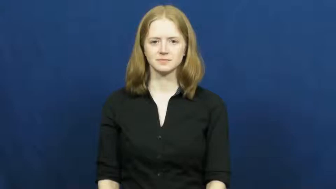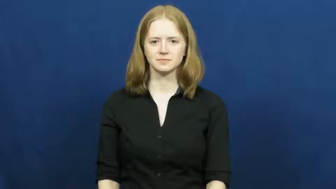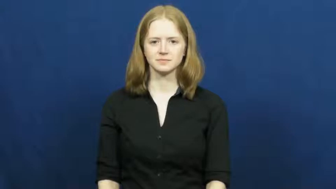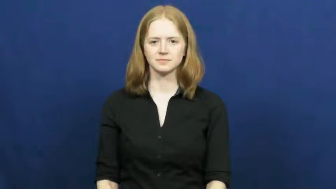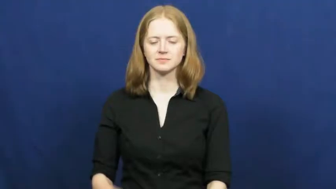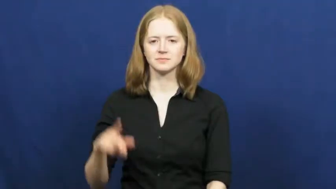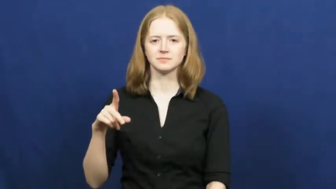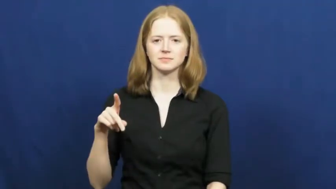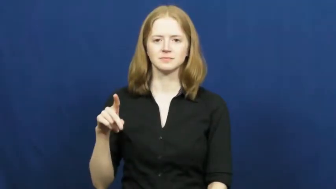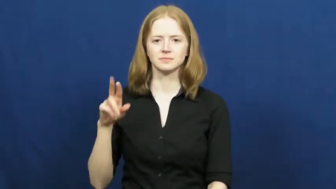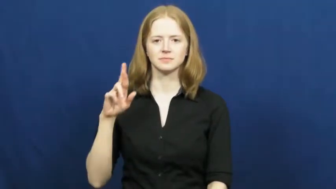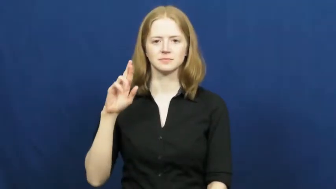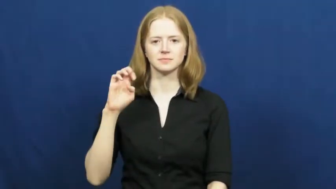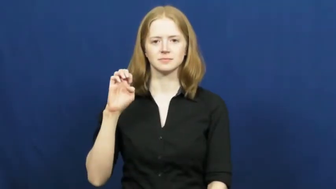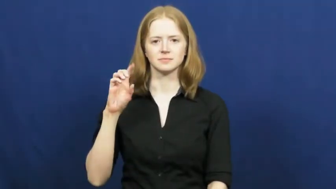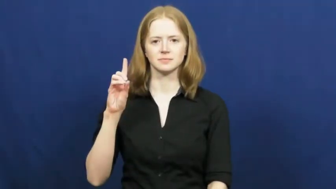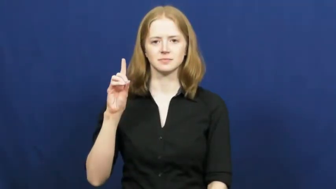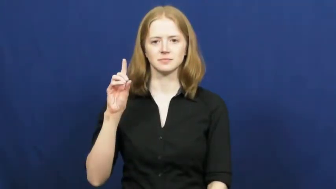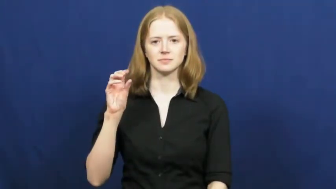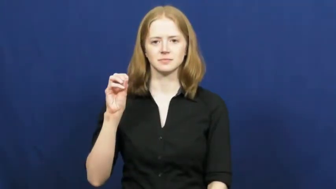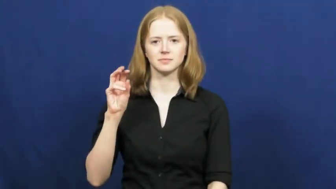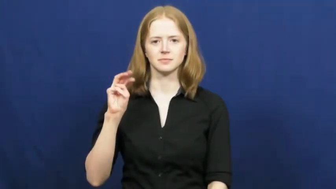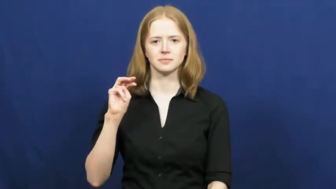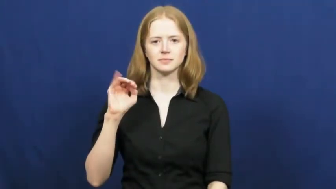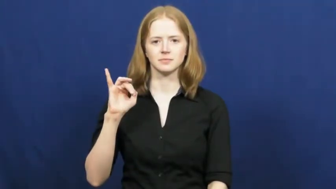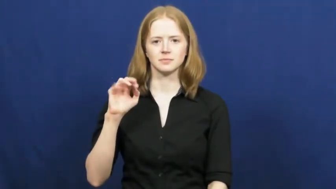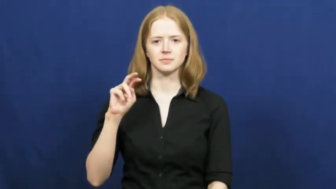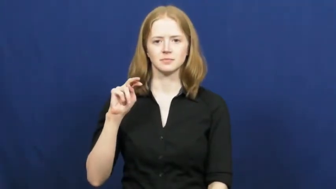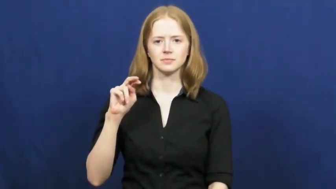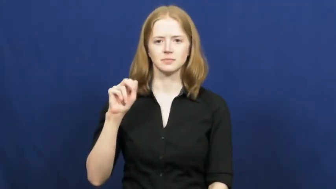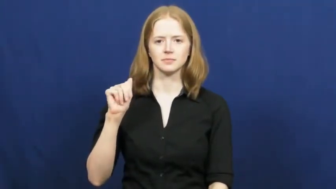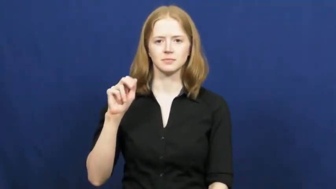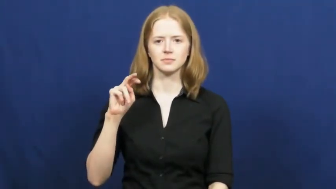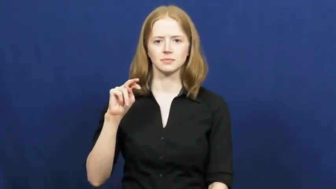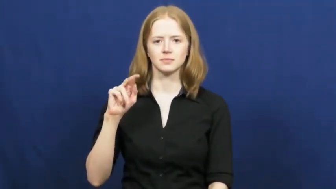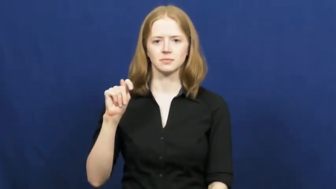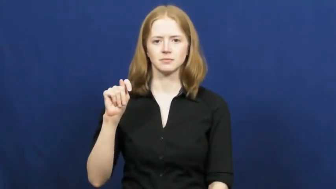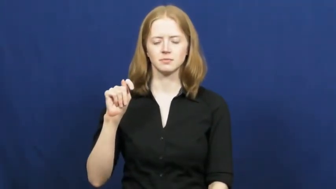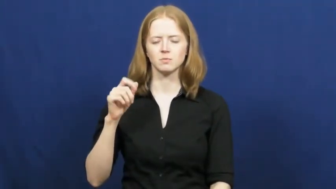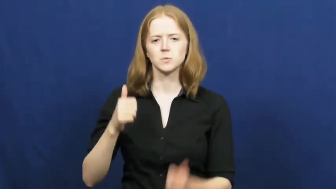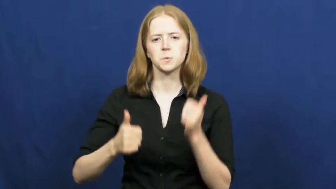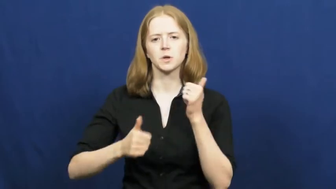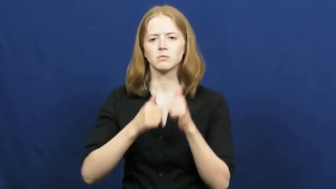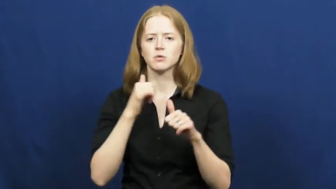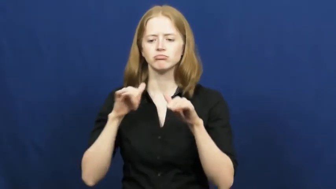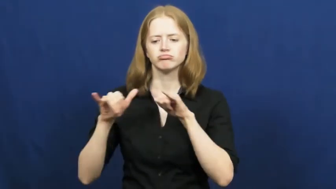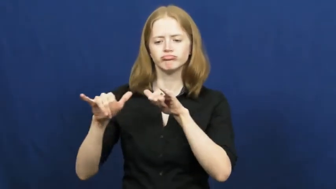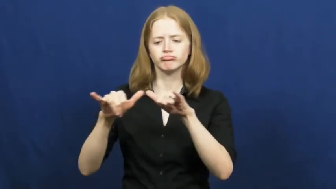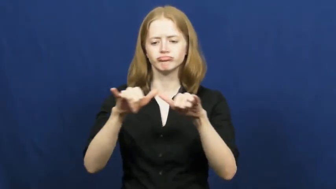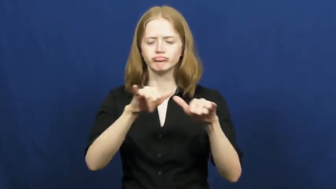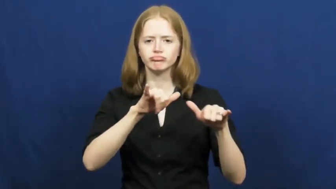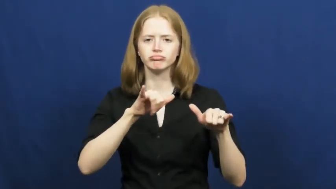predominant